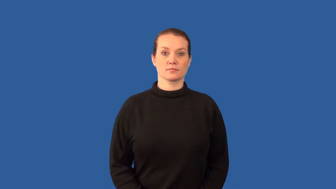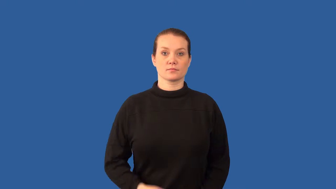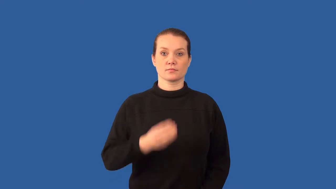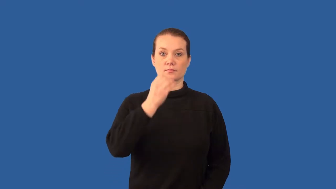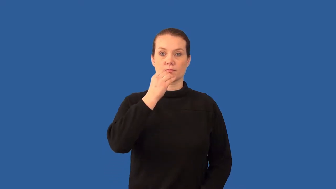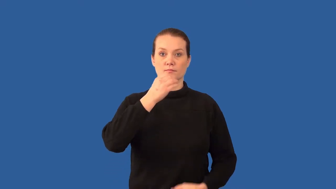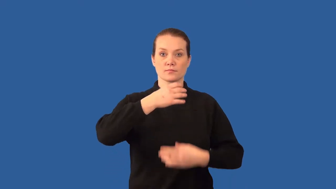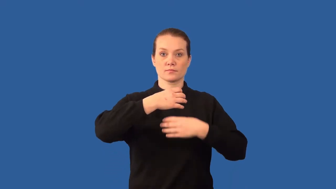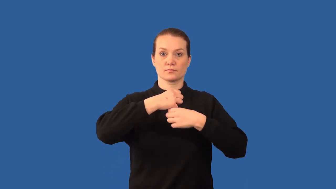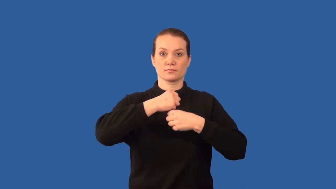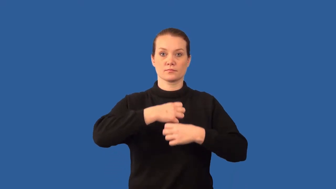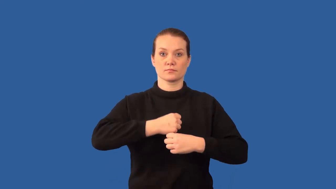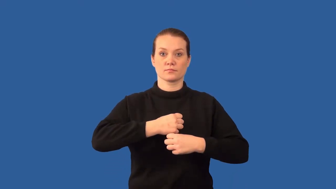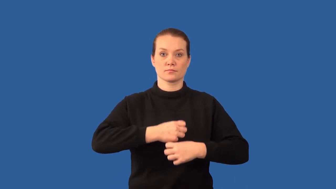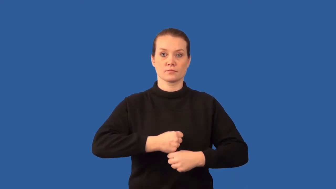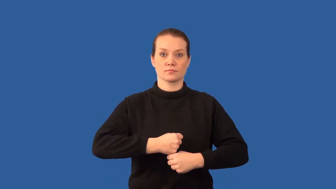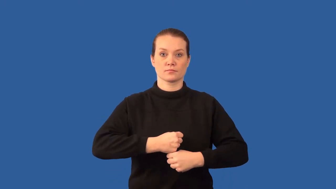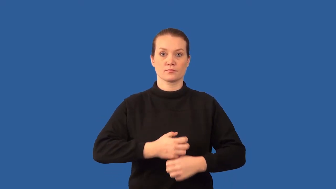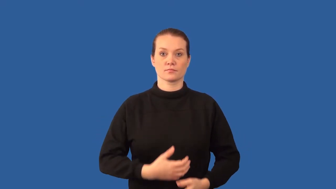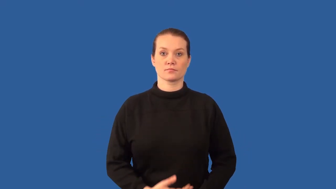peristalsis